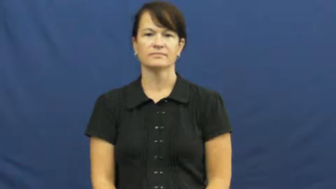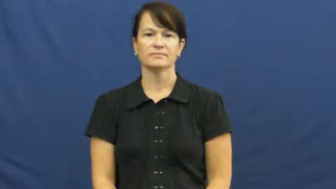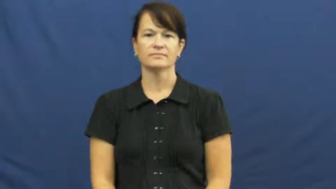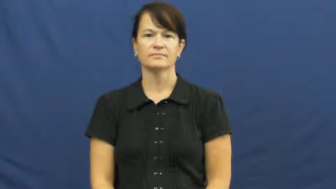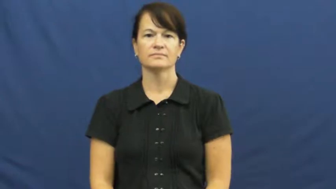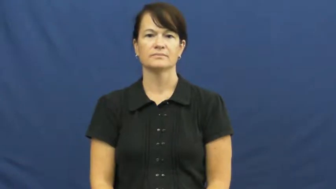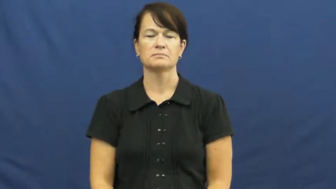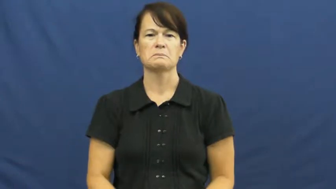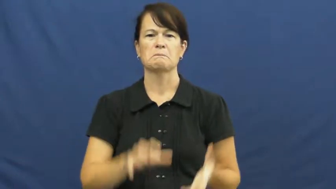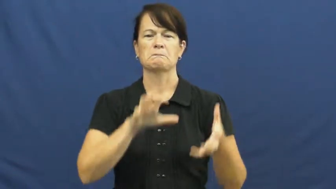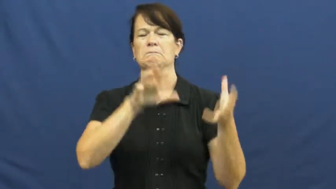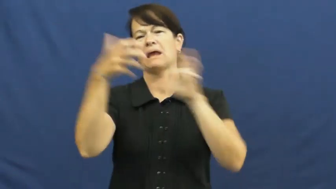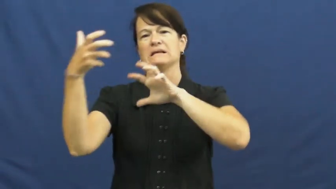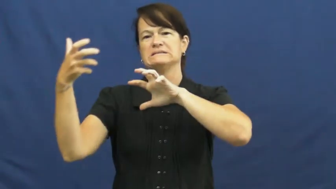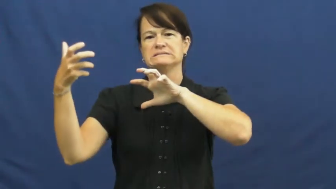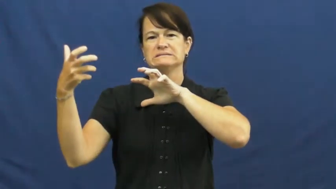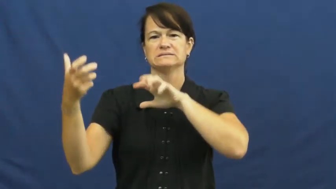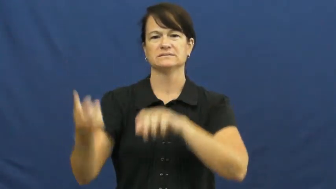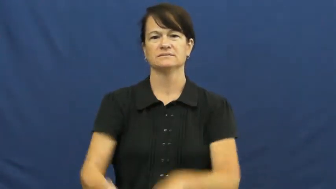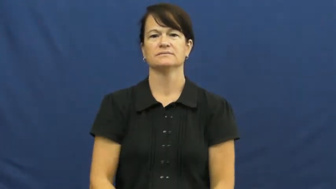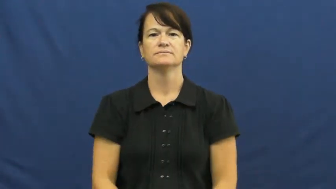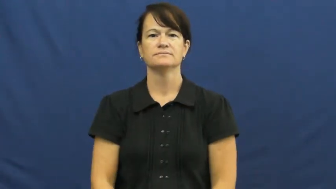disaster